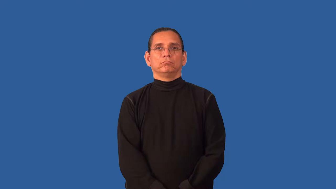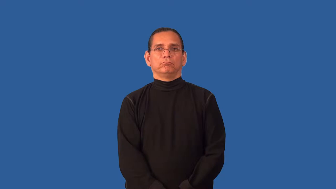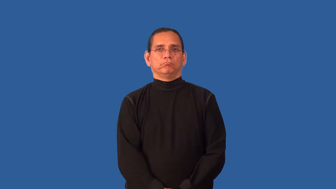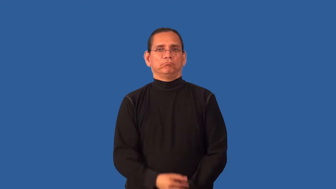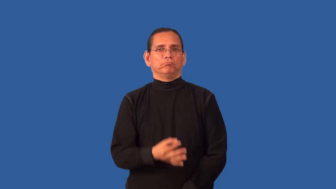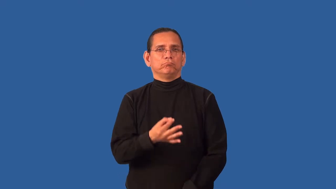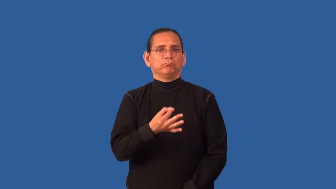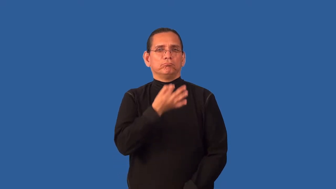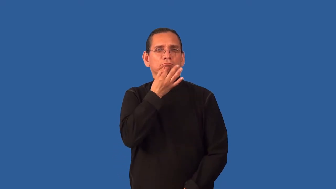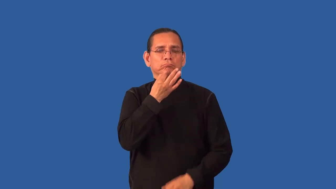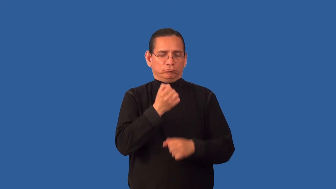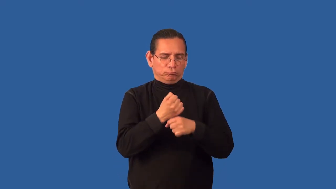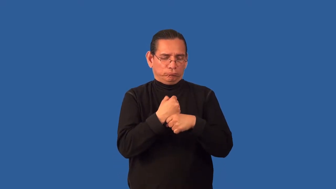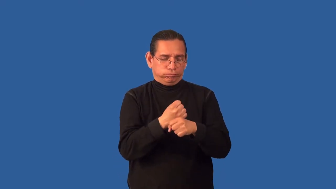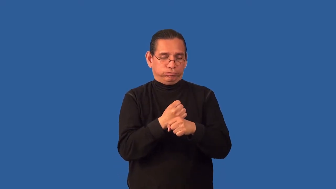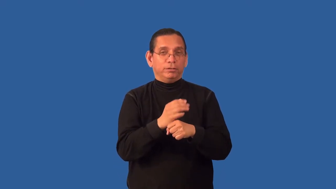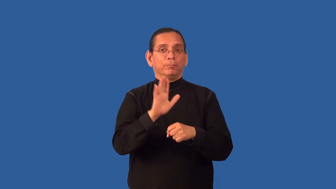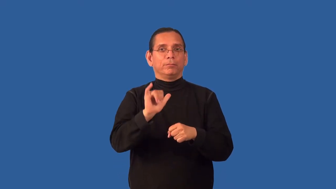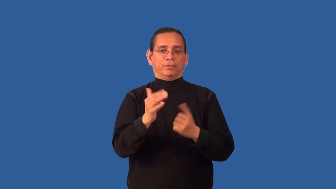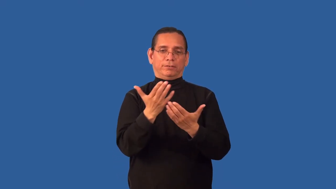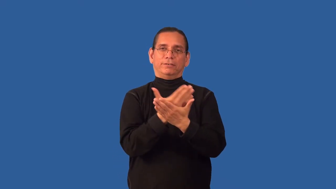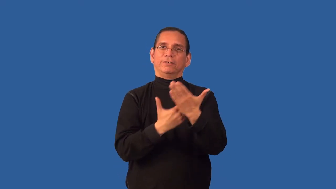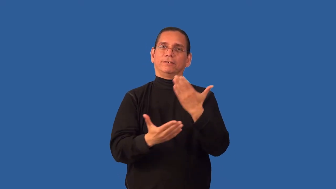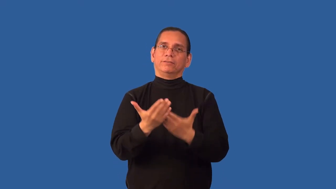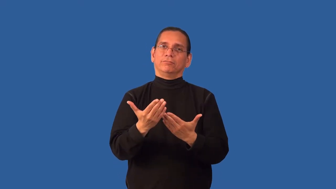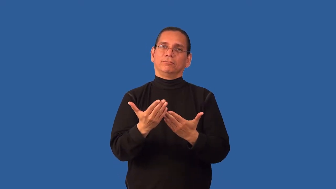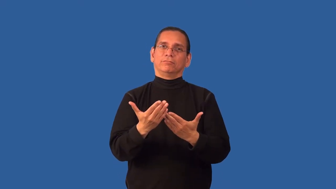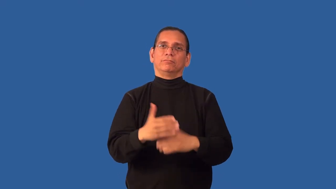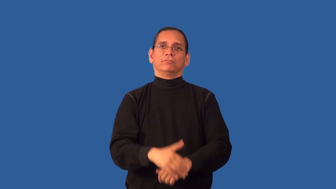artisan-quality